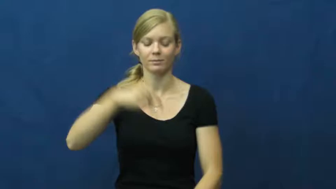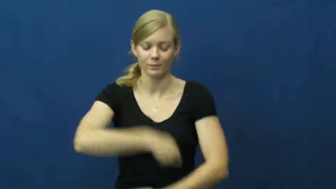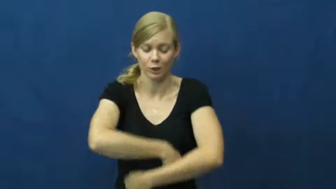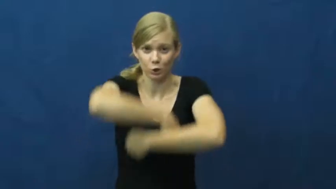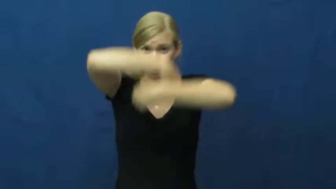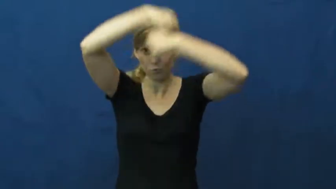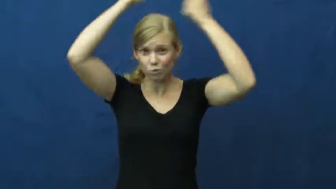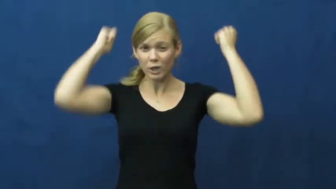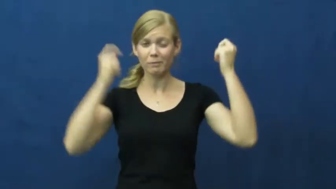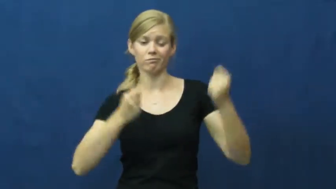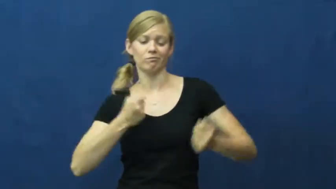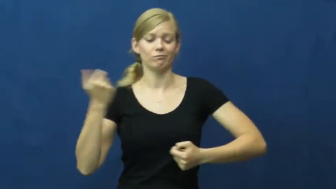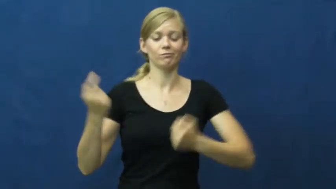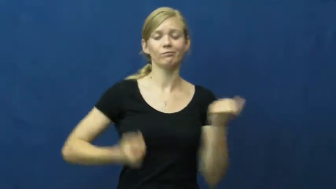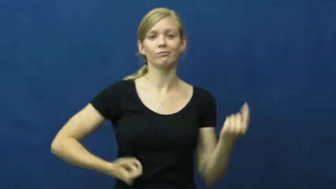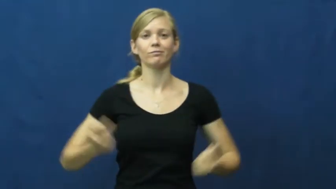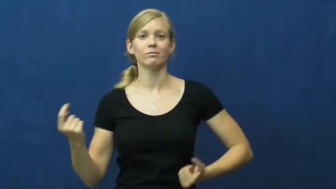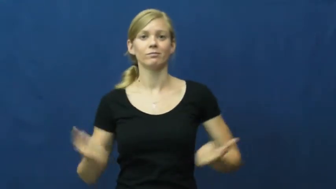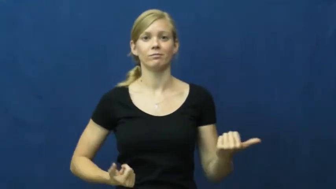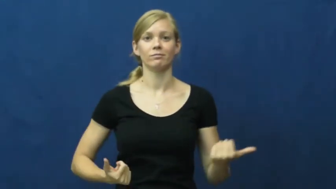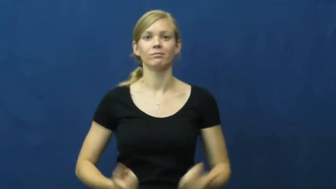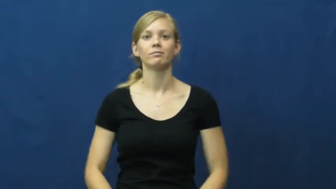strip,shed,strip off,rip off,strip down-clothes